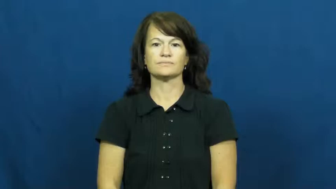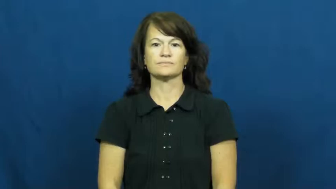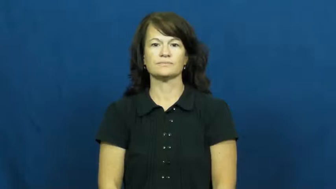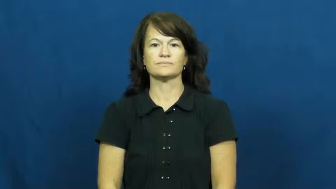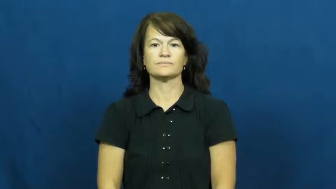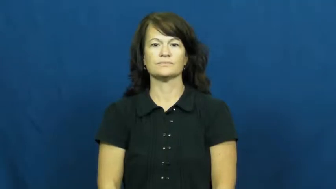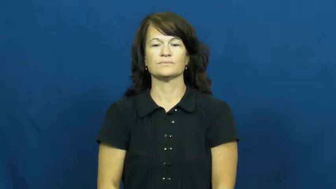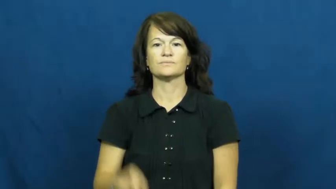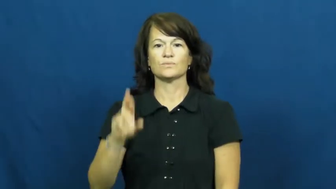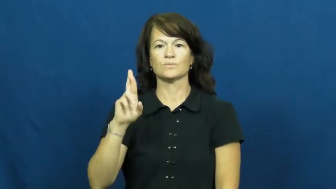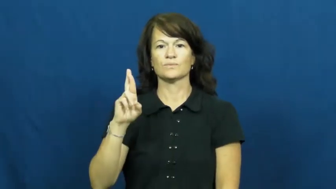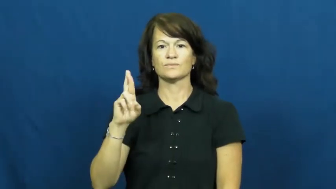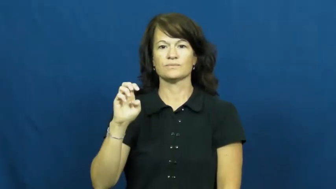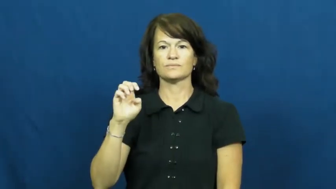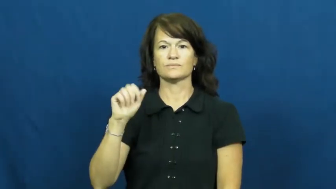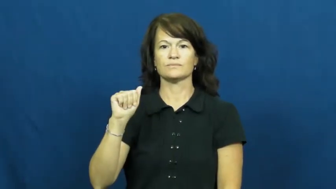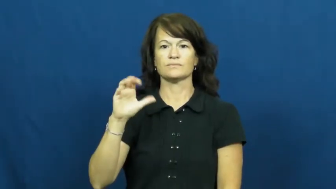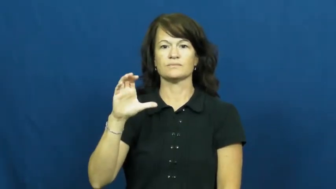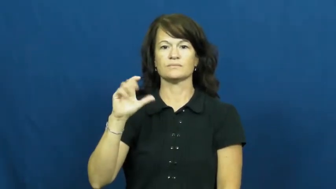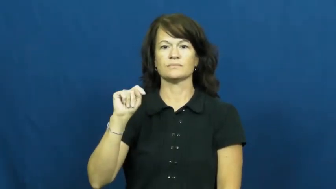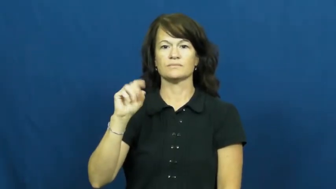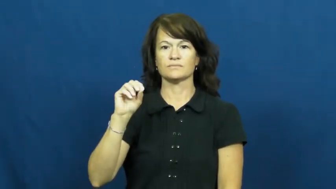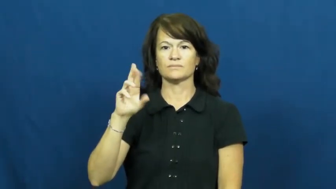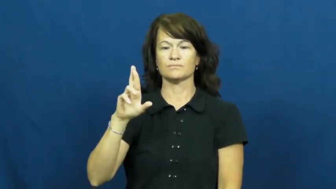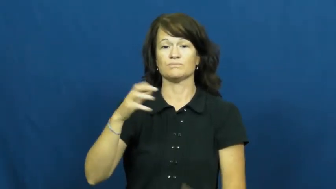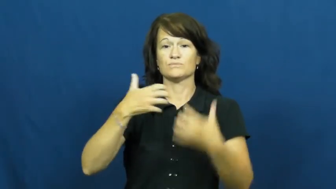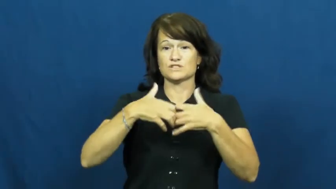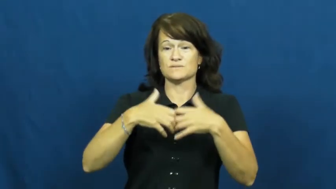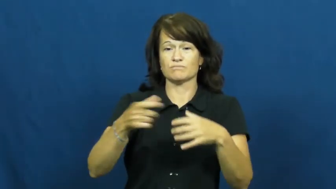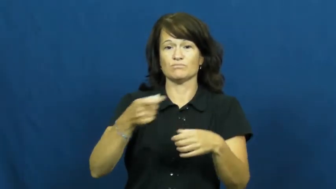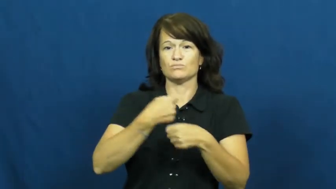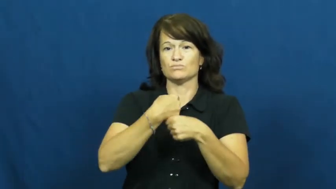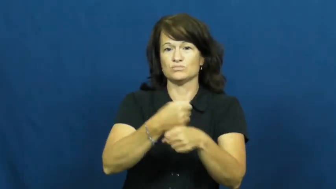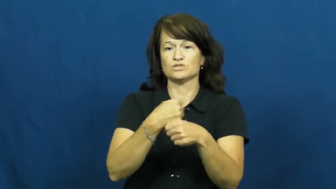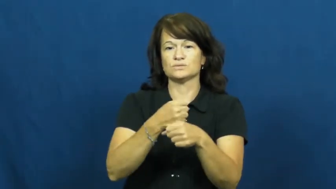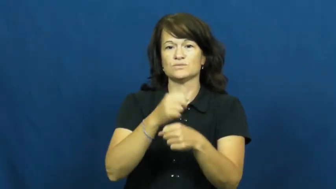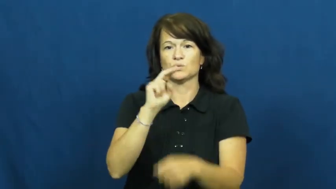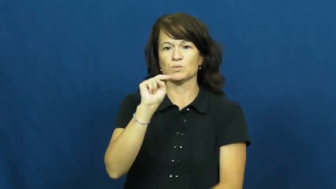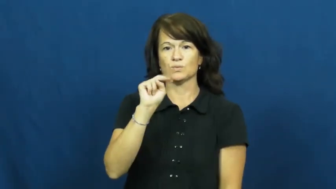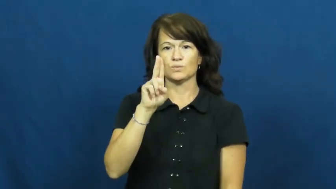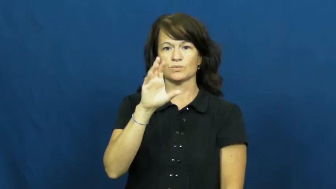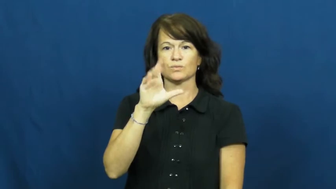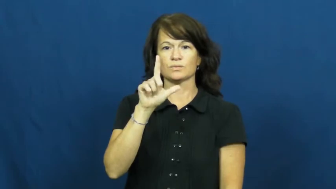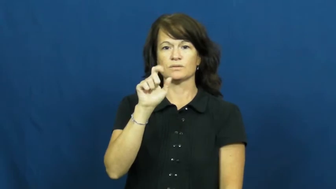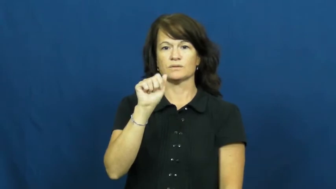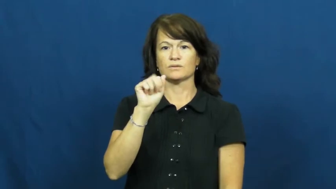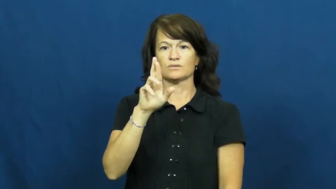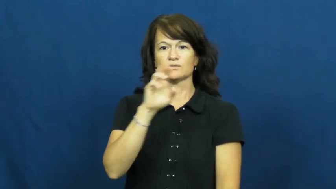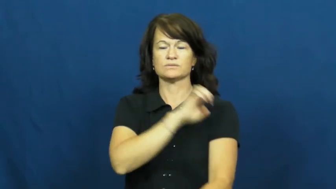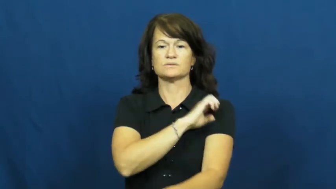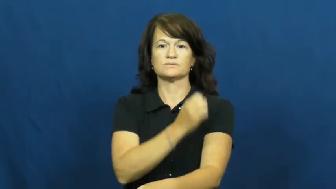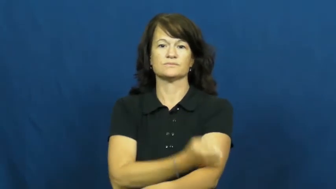reactor